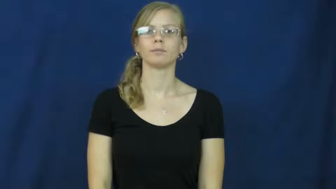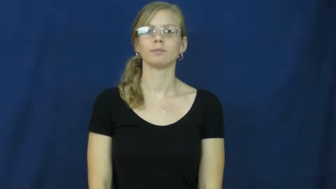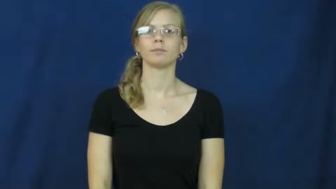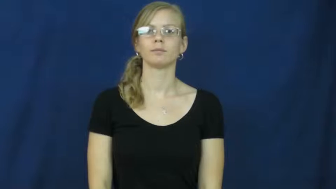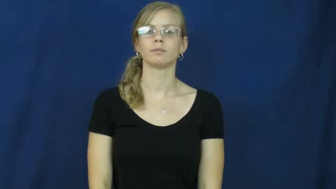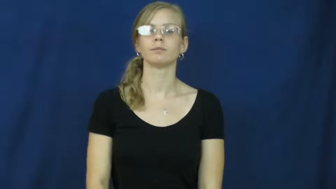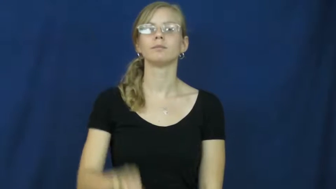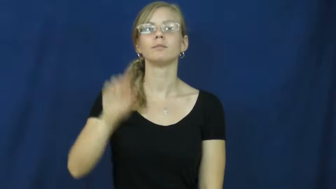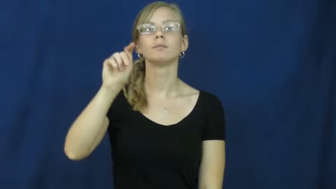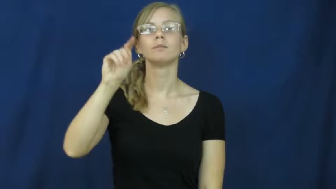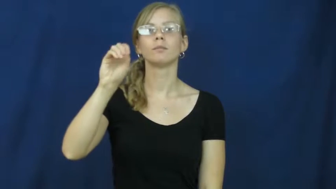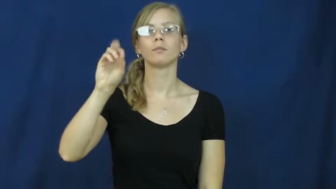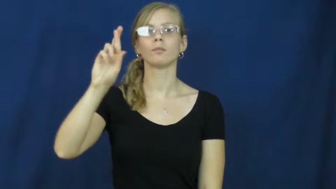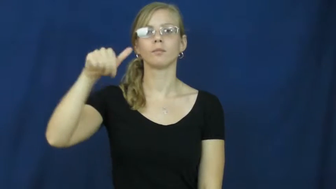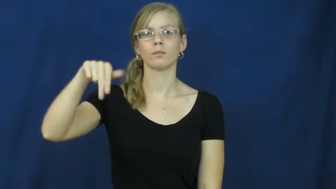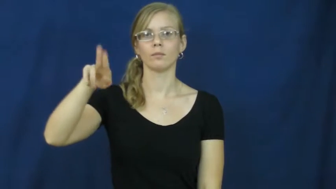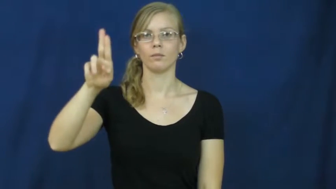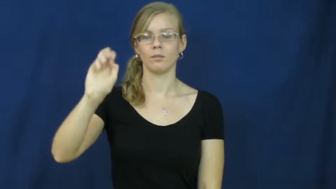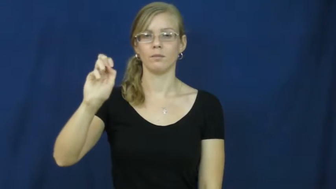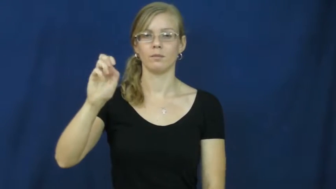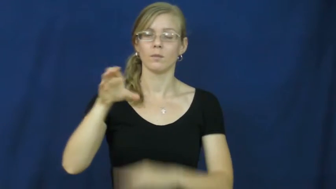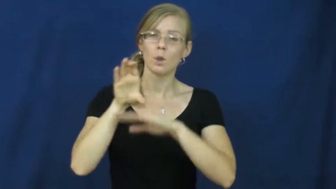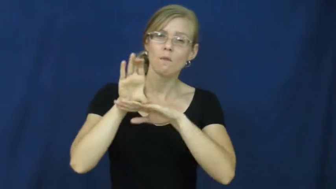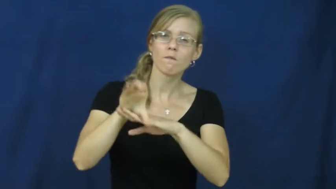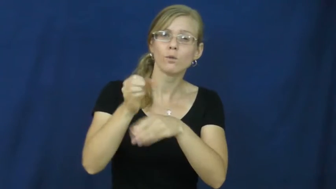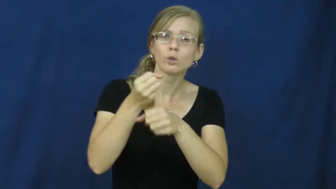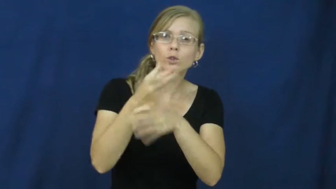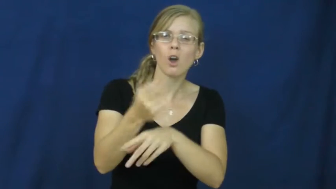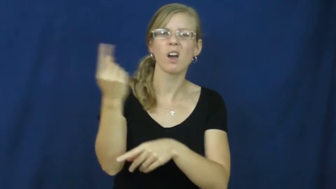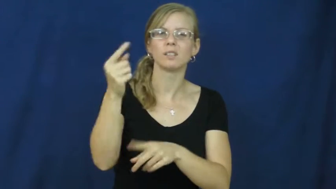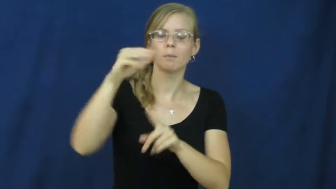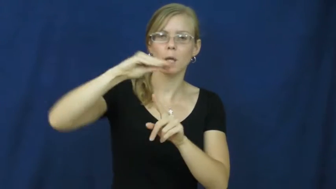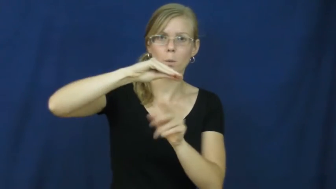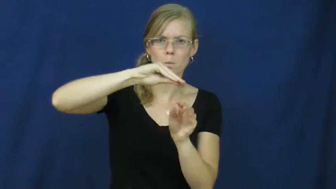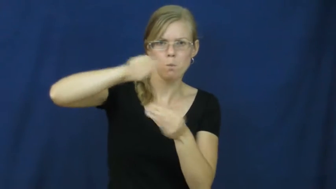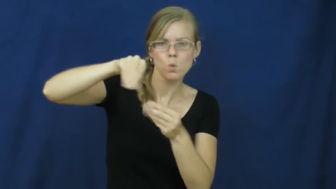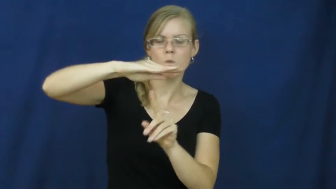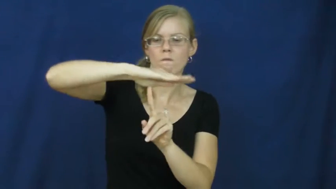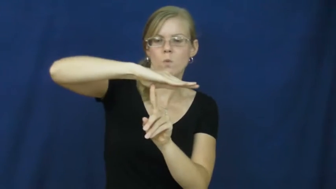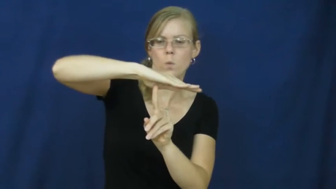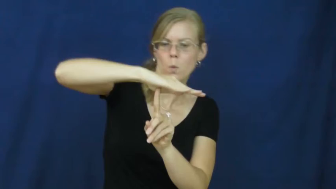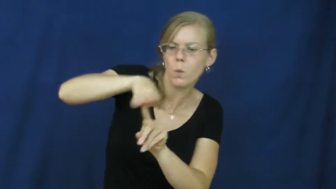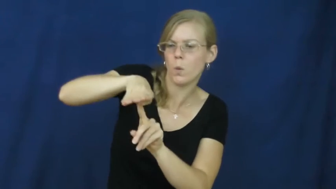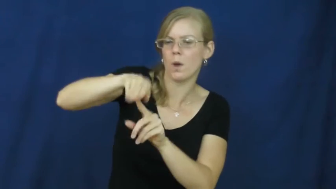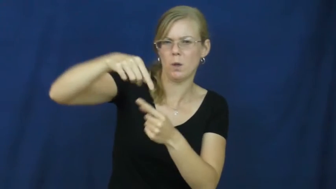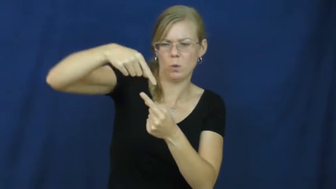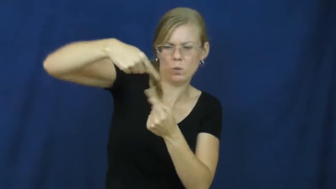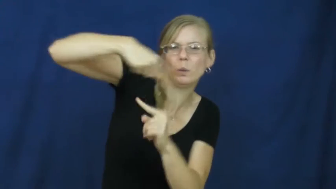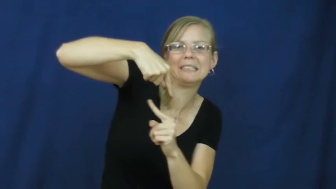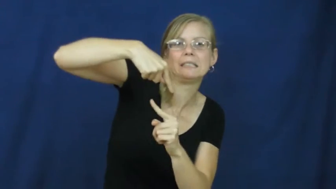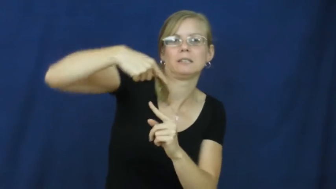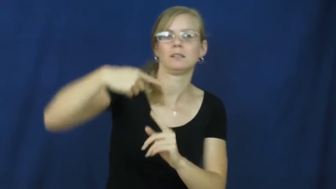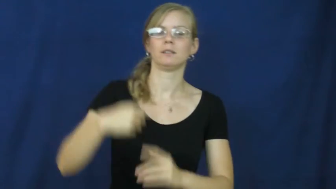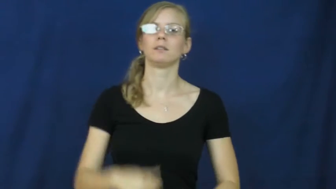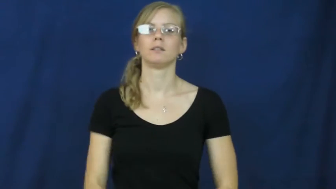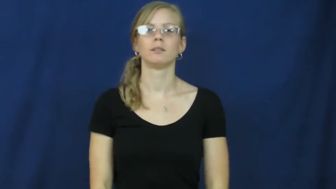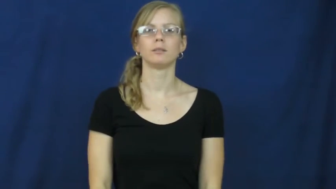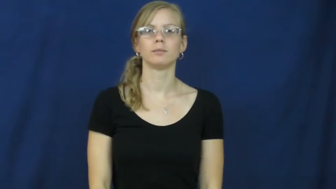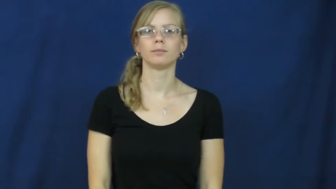torque